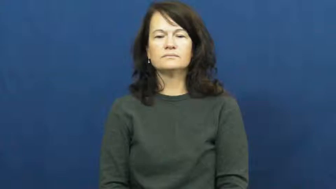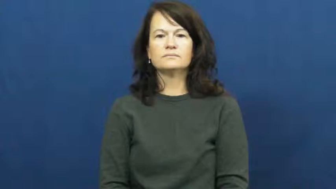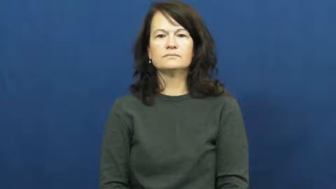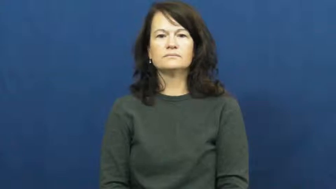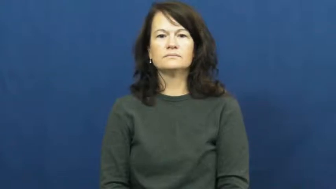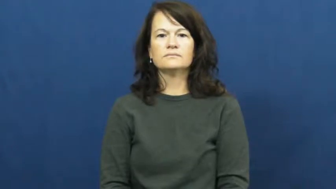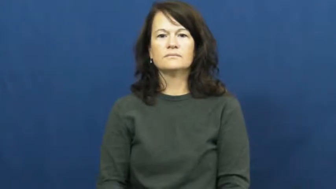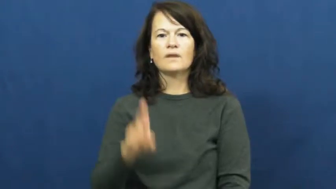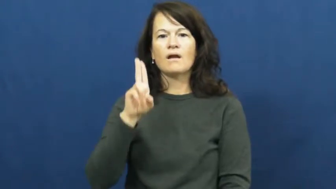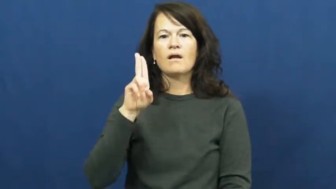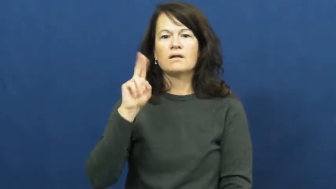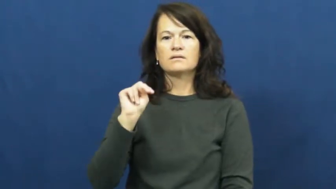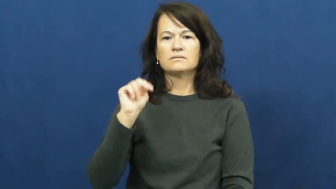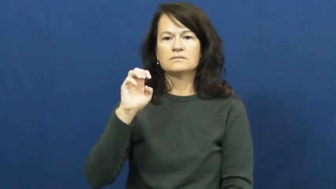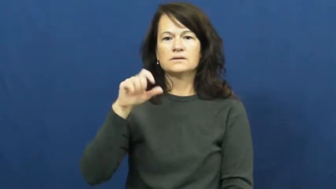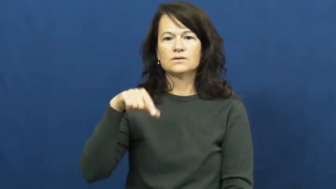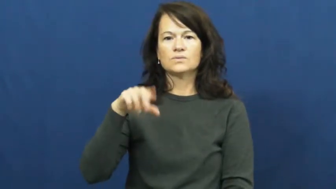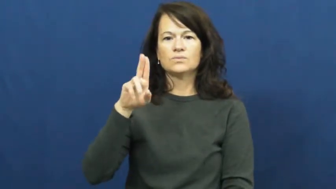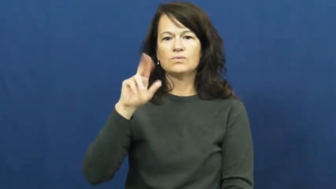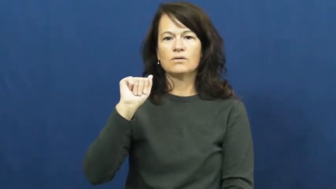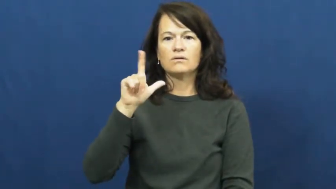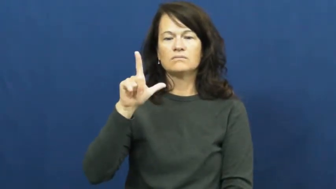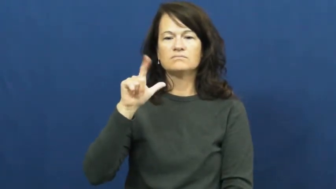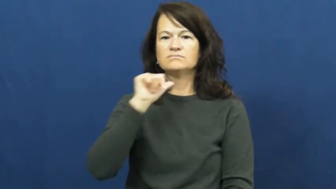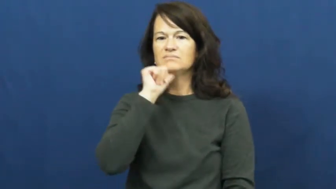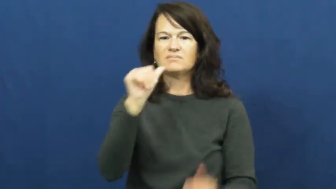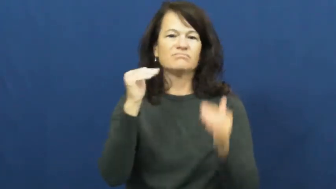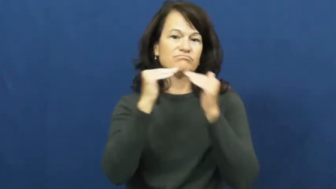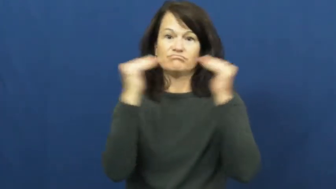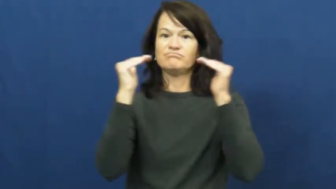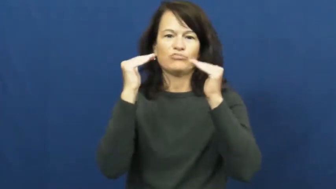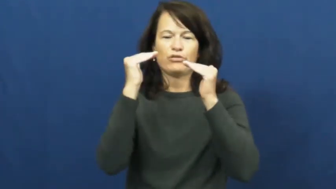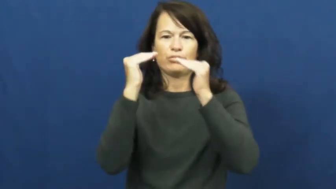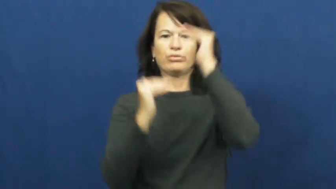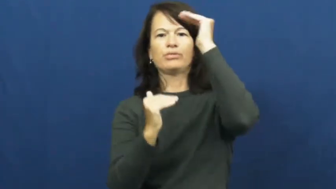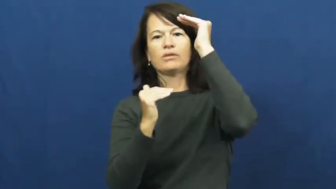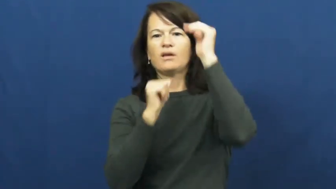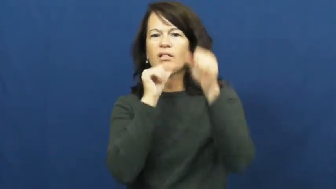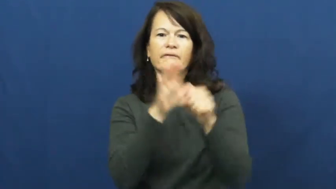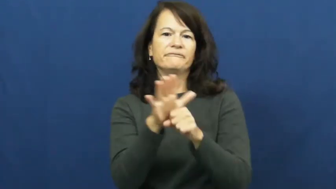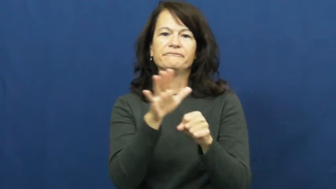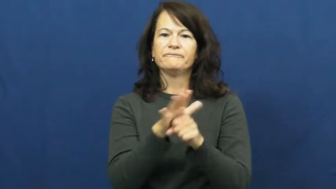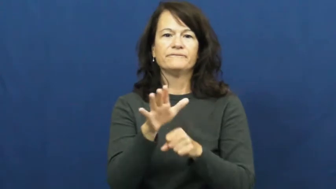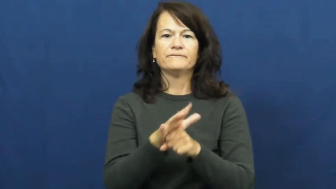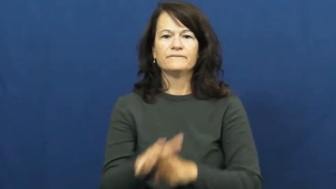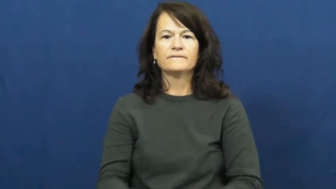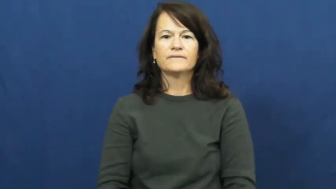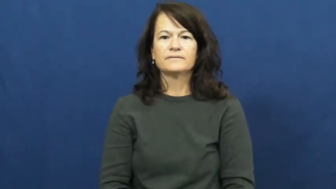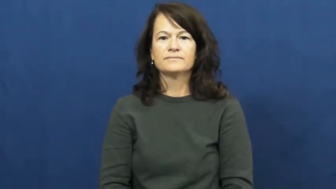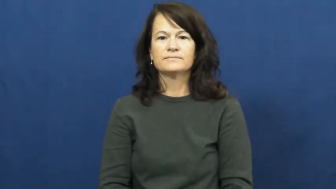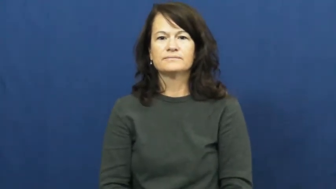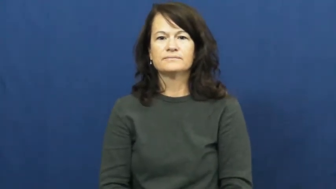unequal